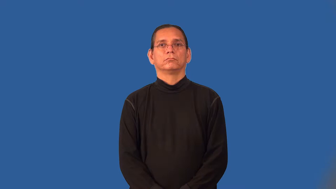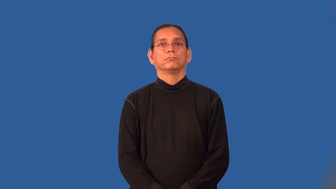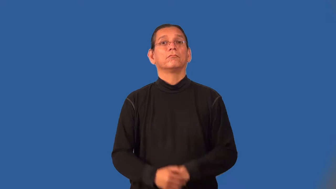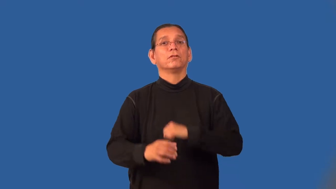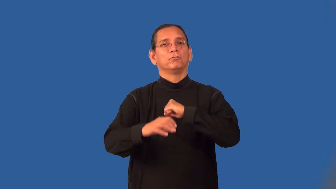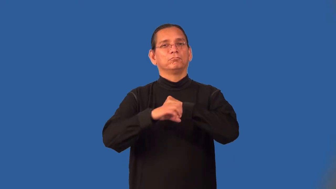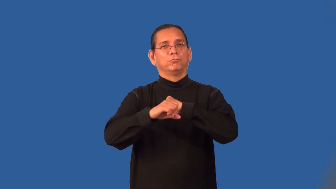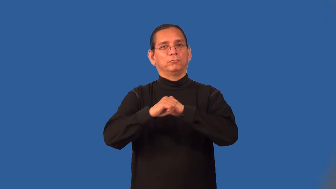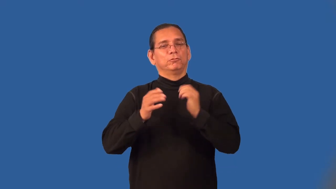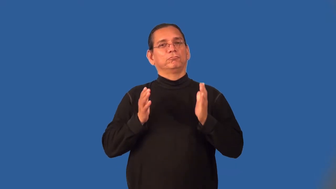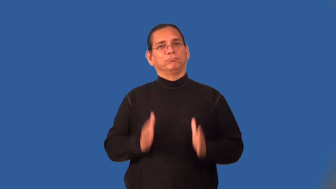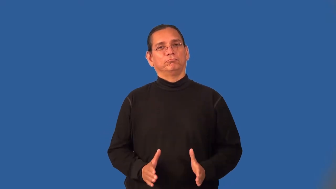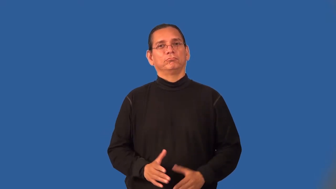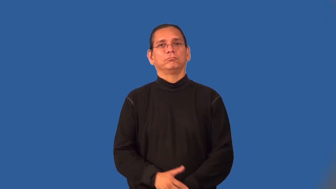promoter,publicist